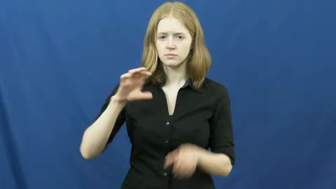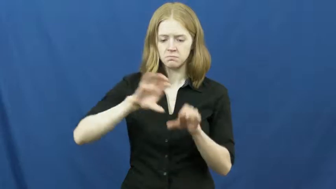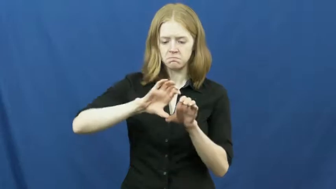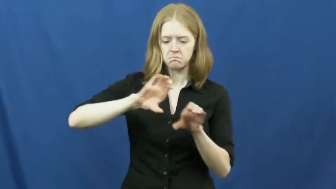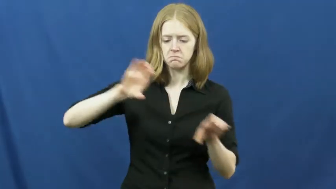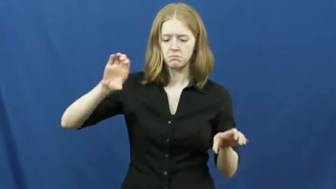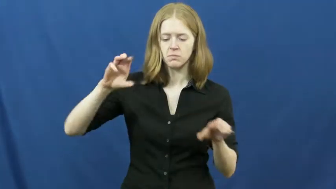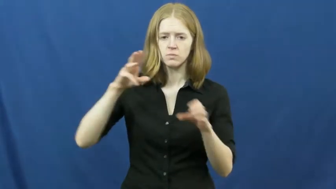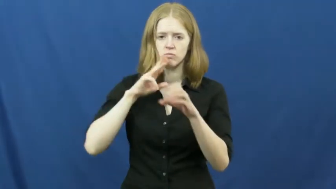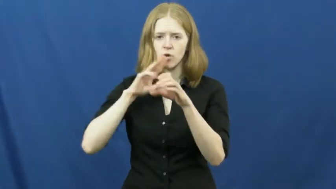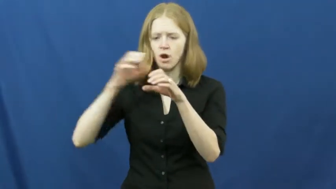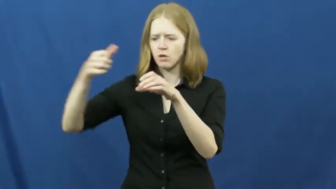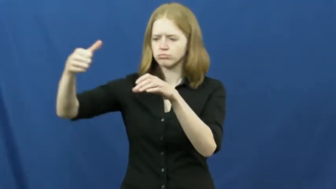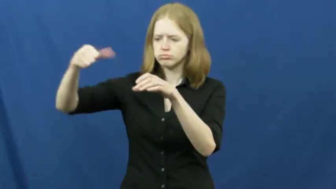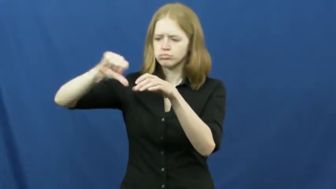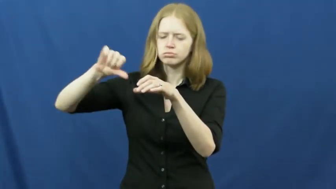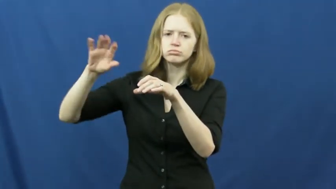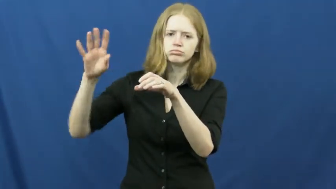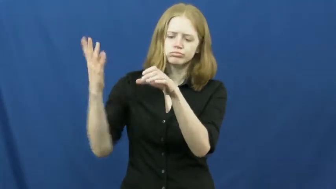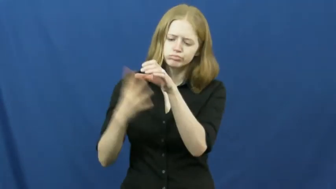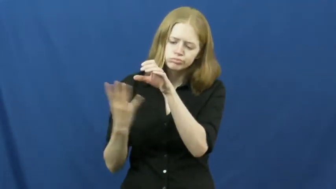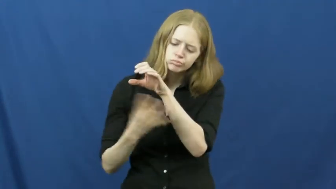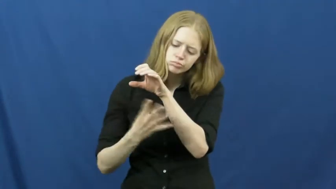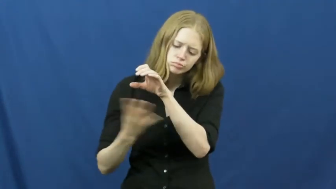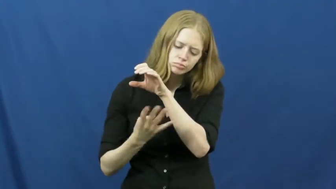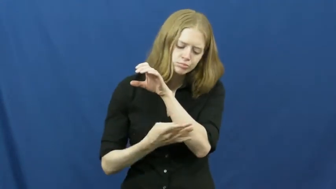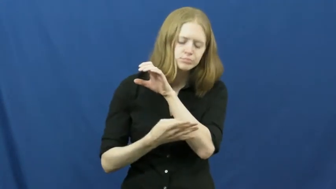conduit, ASL dictionary